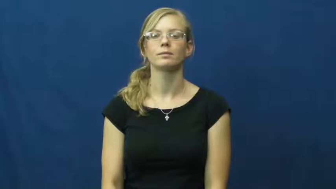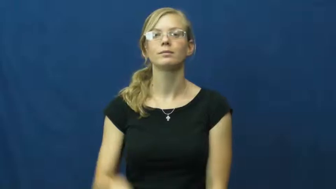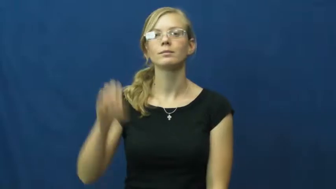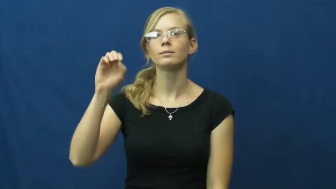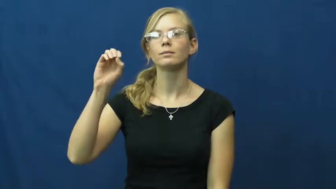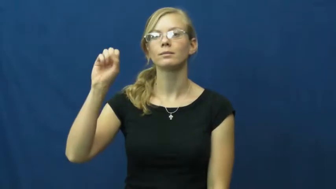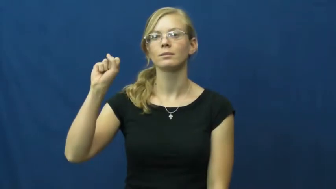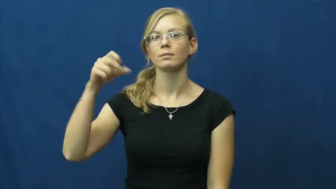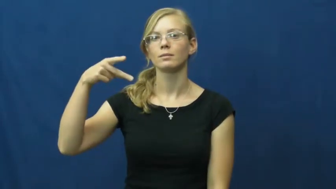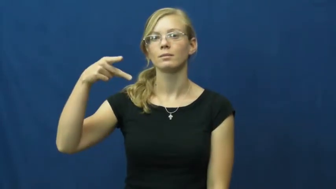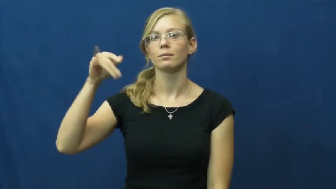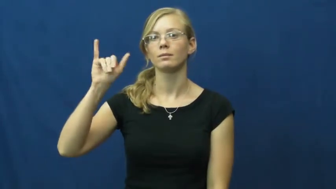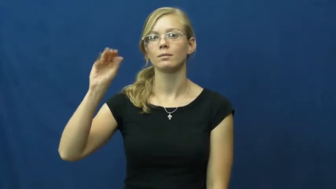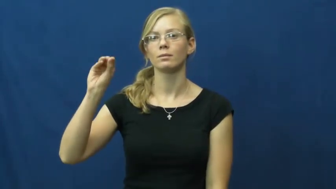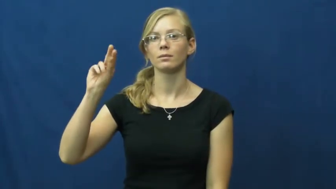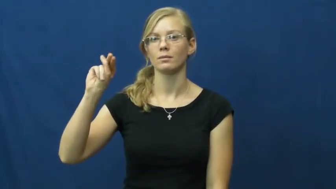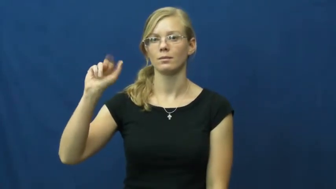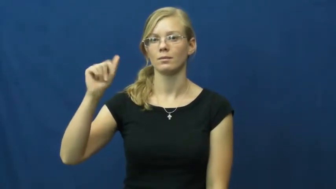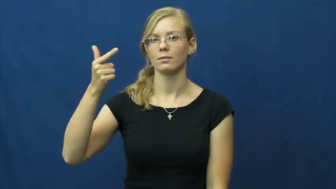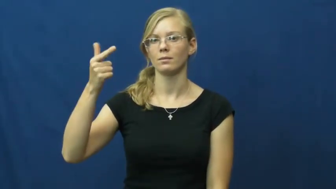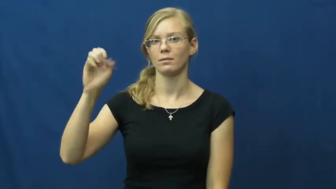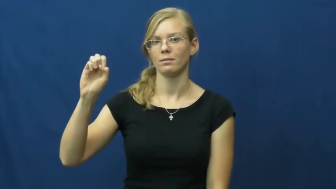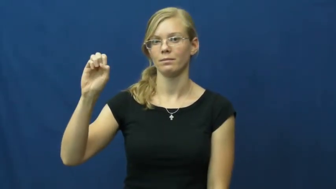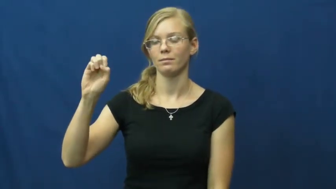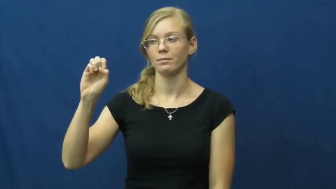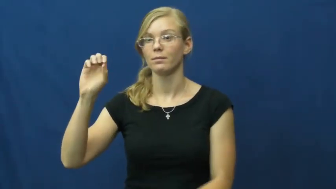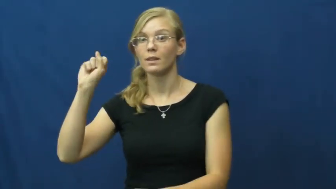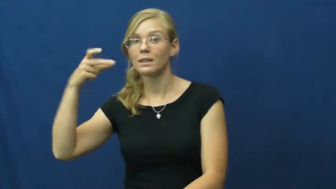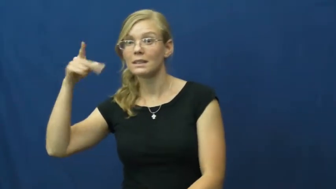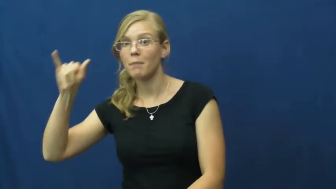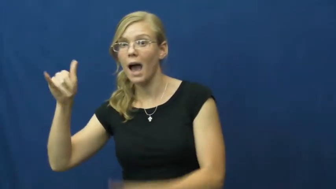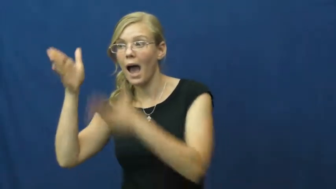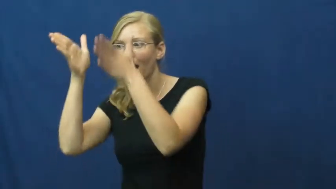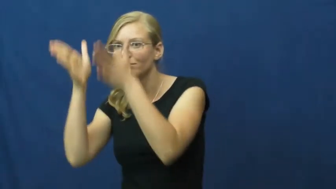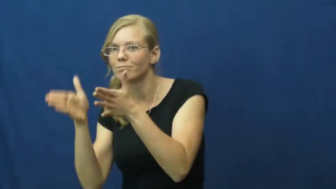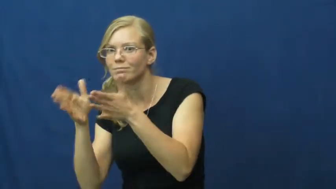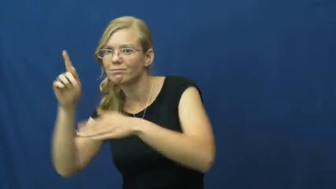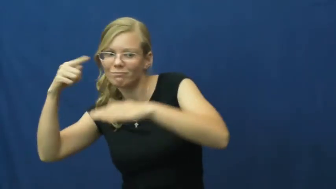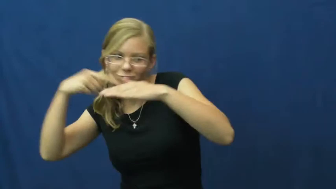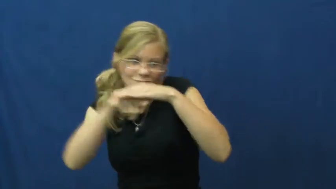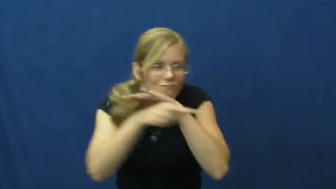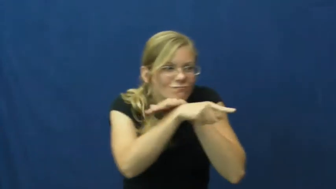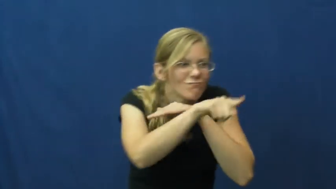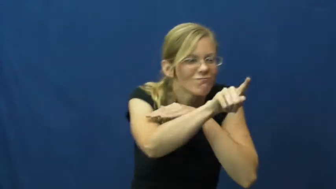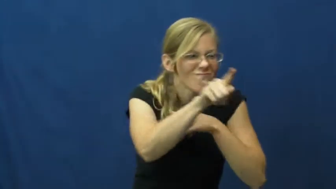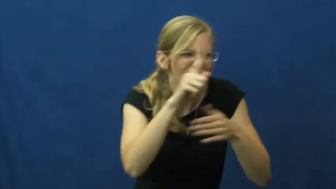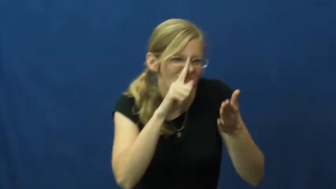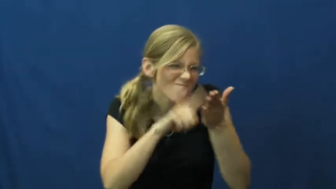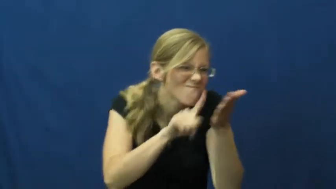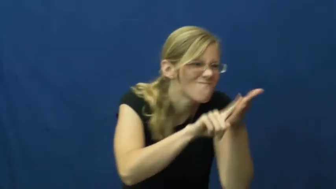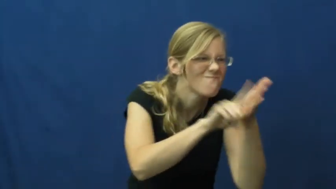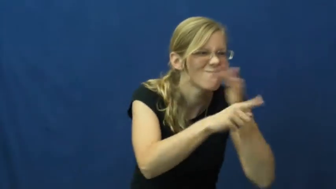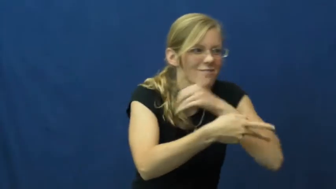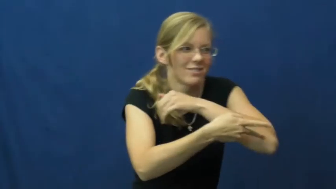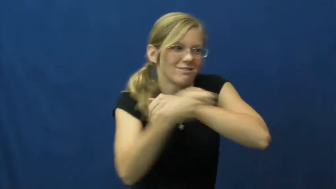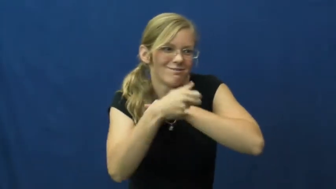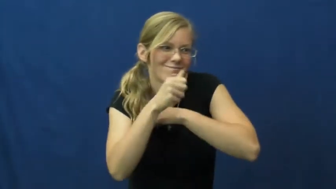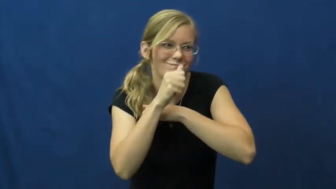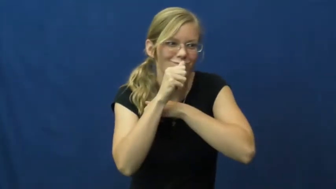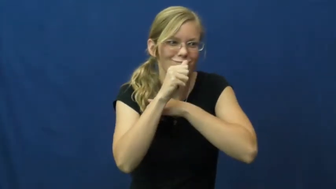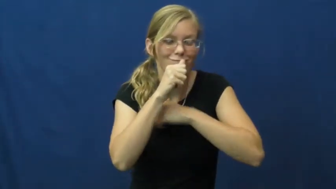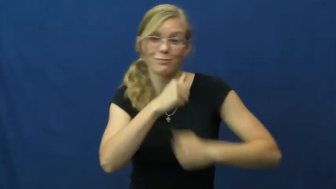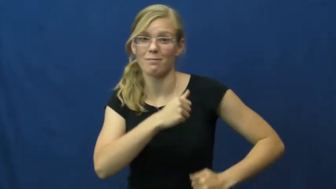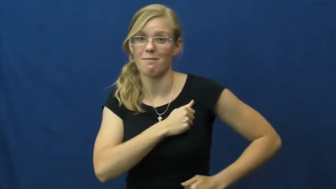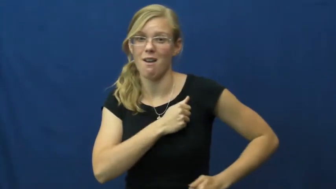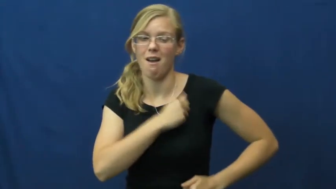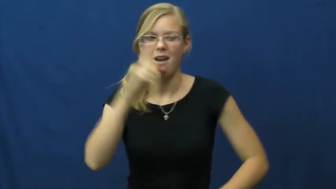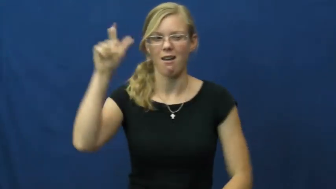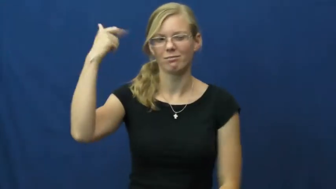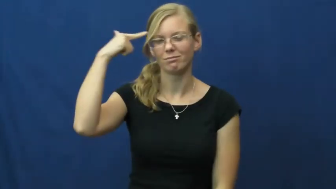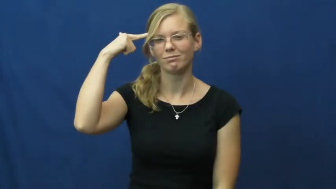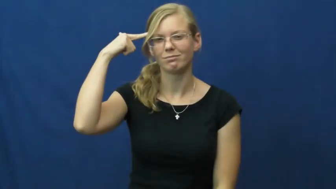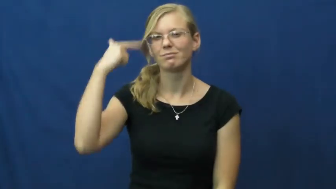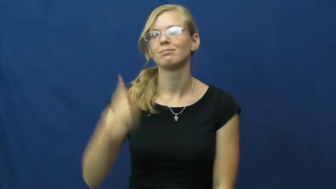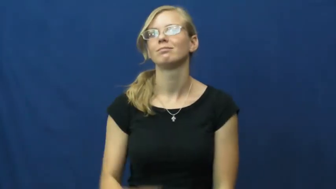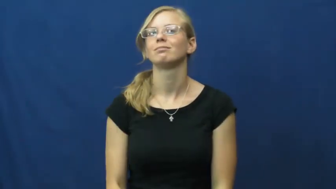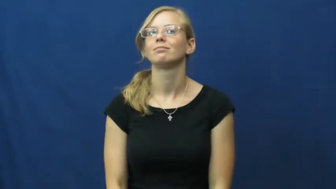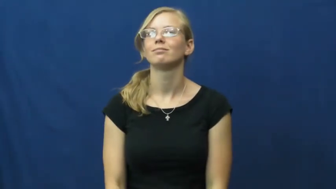espionage